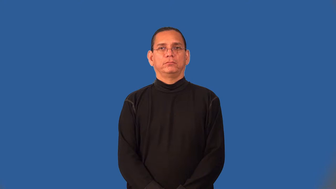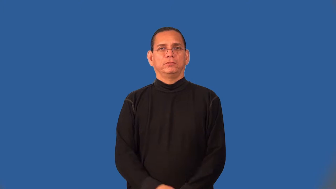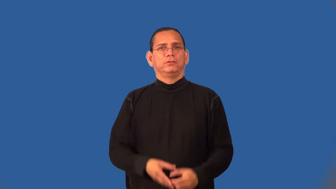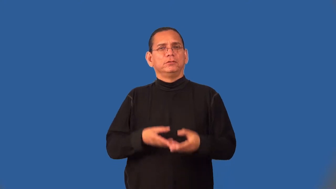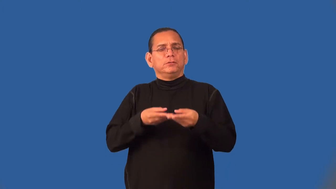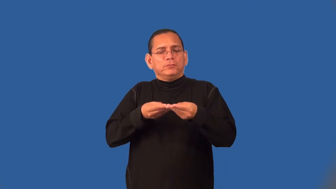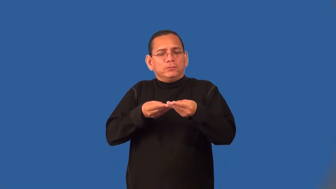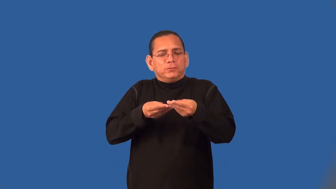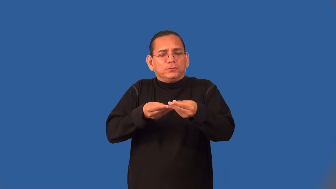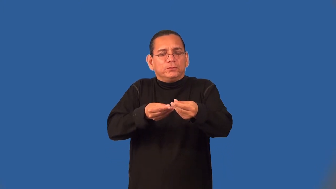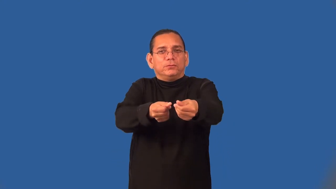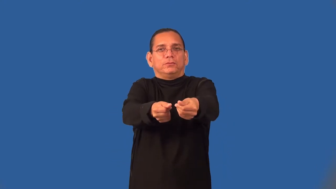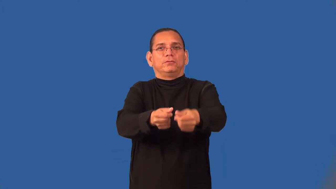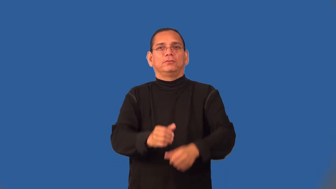silky,satiny